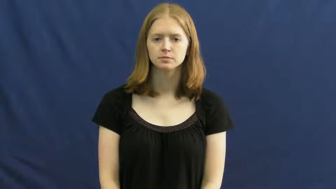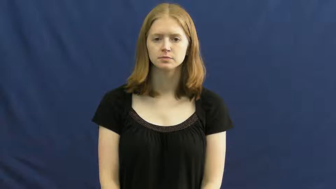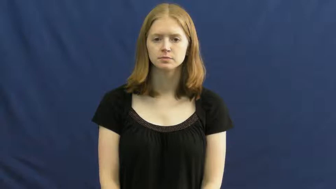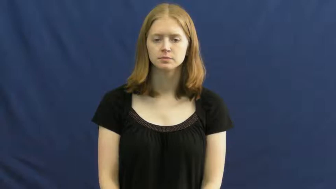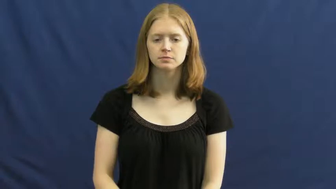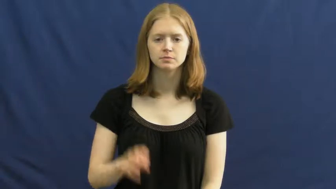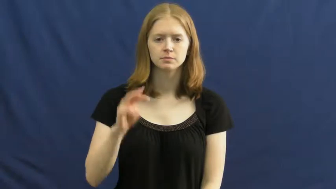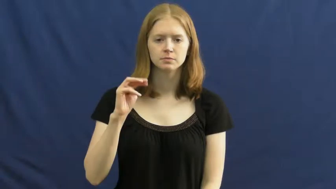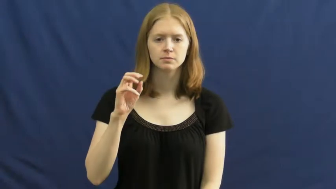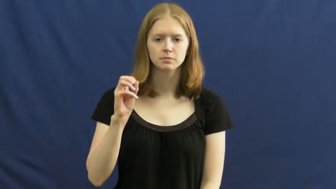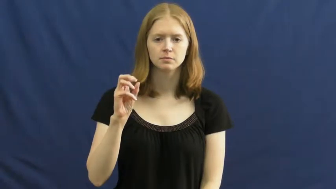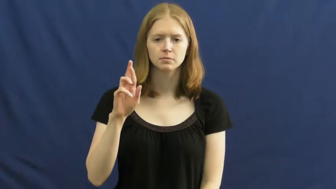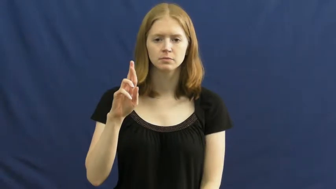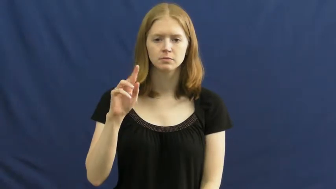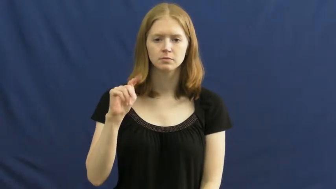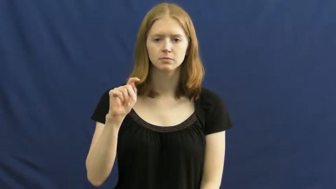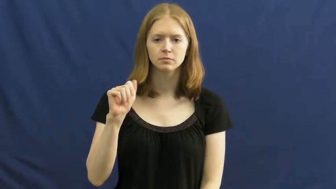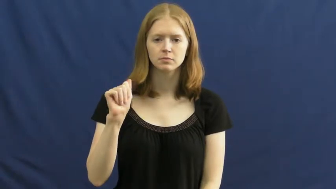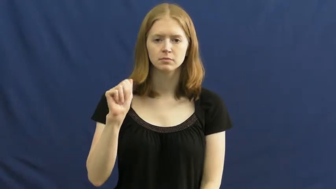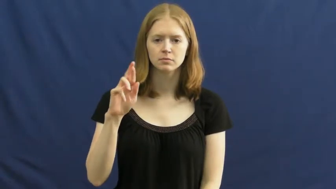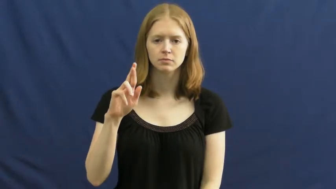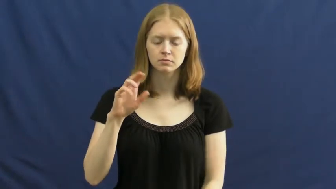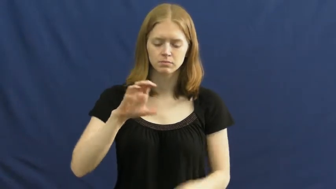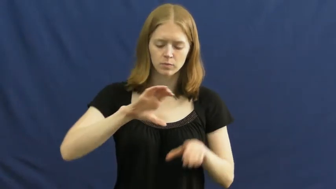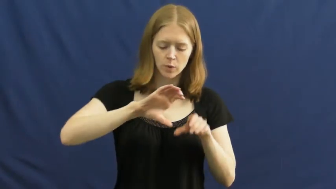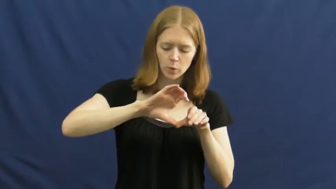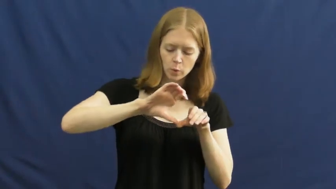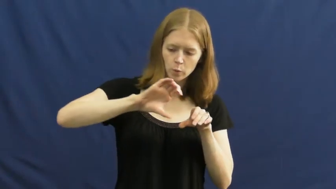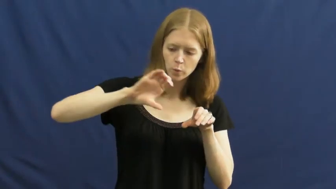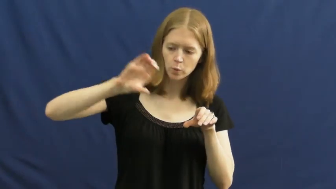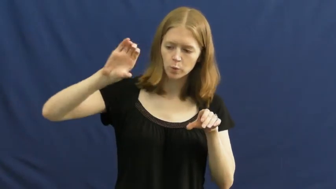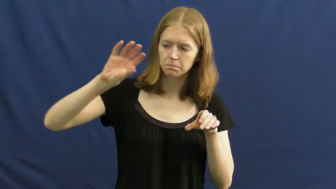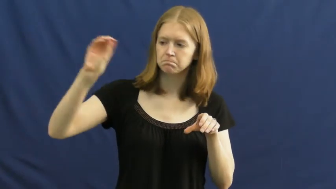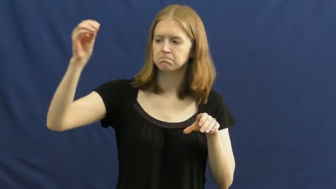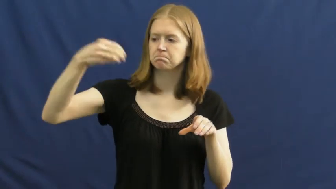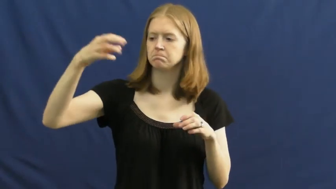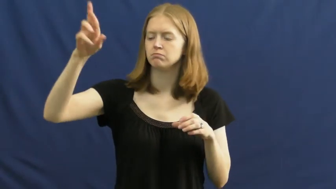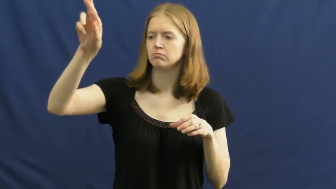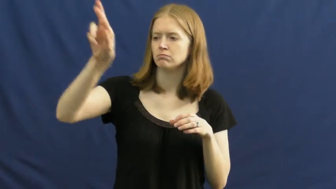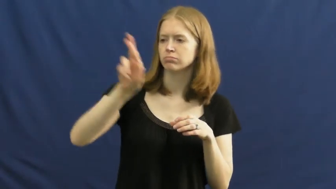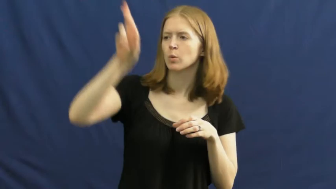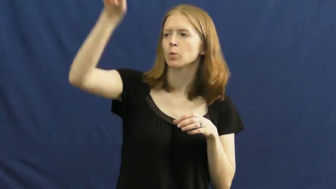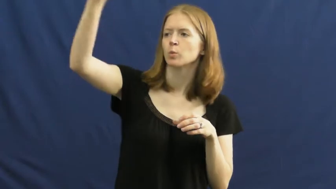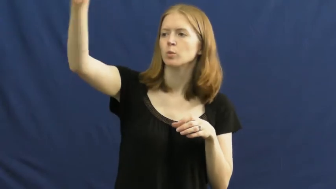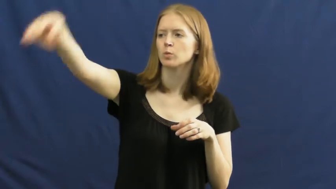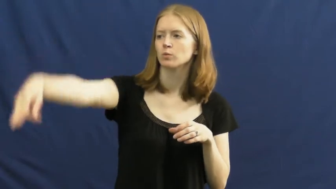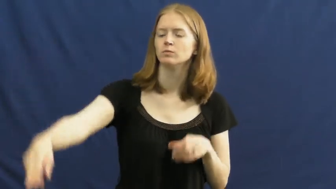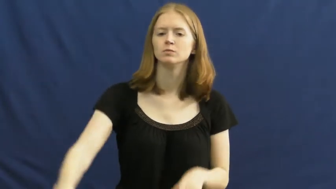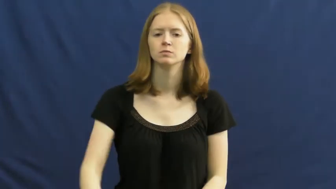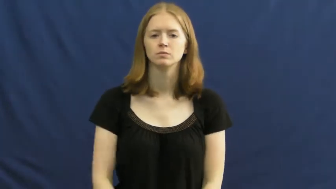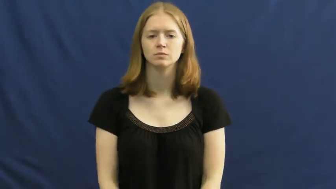mortar-rocket